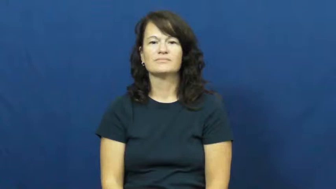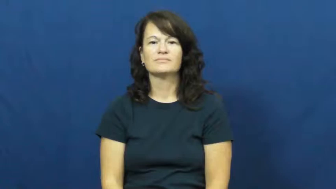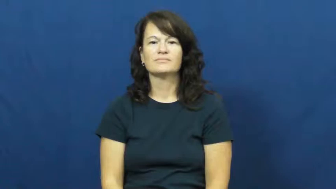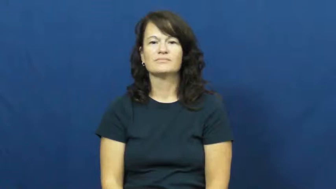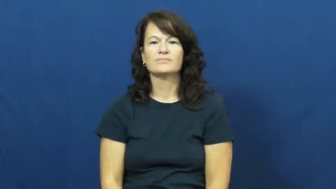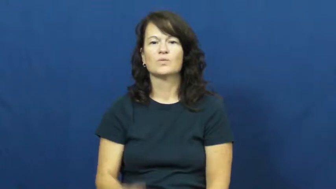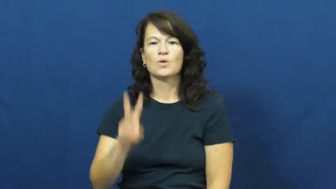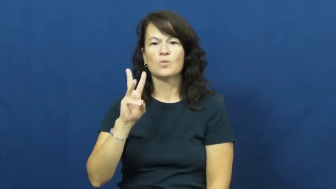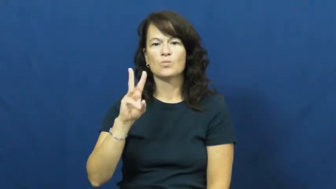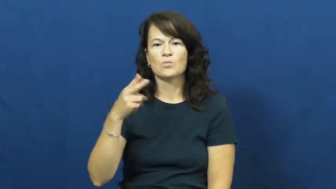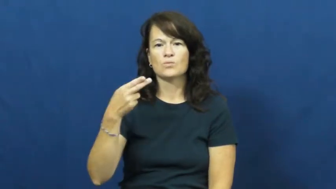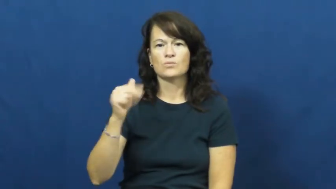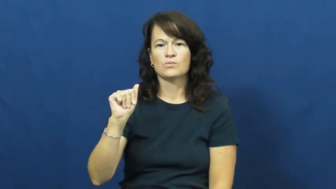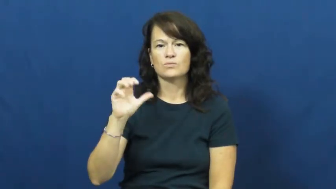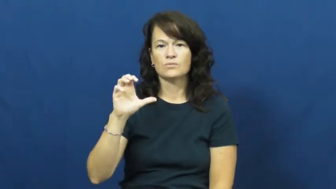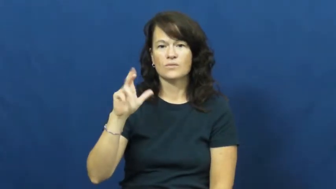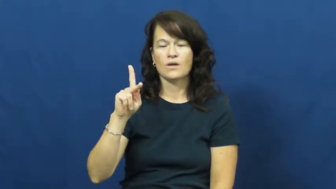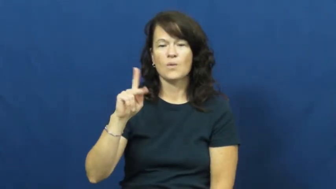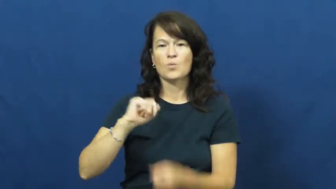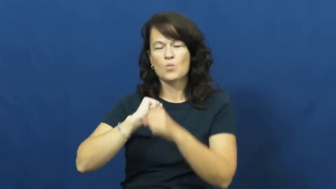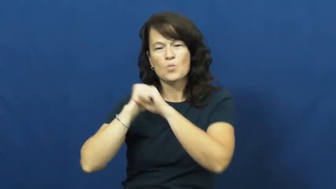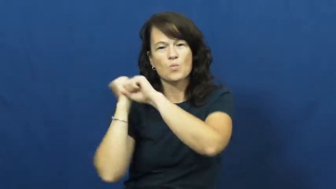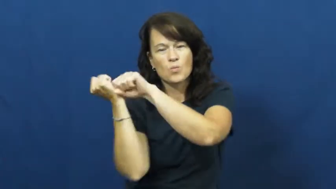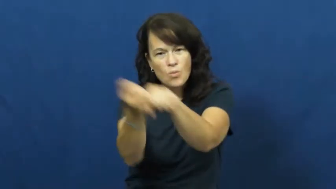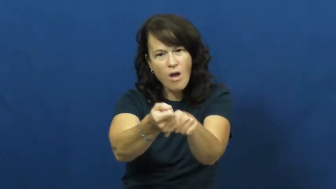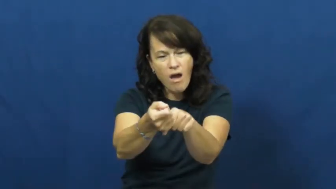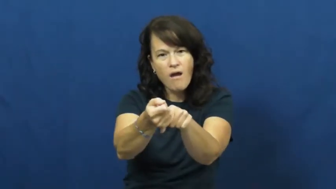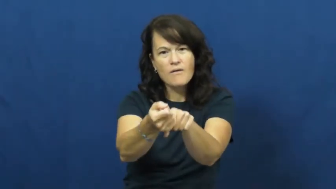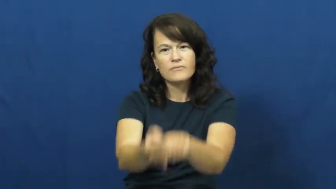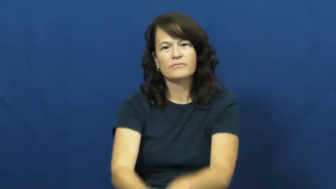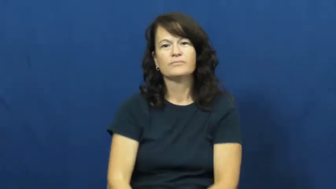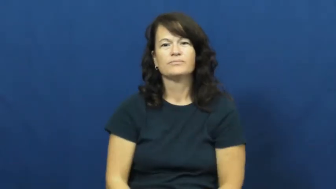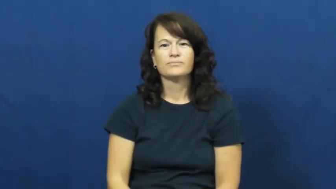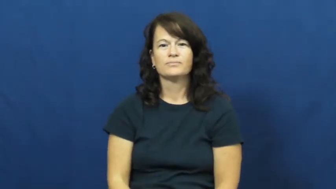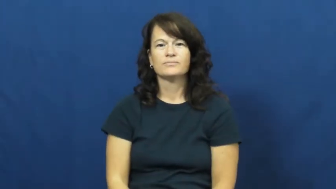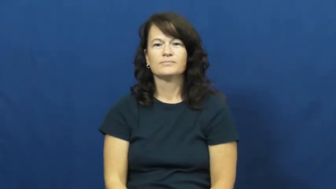whack-hit